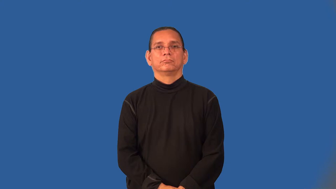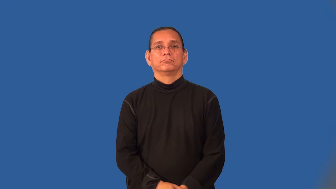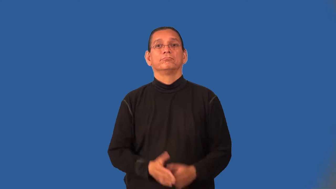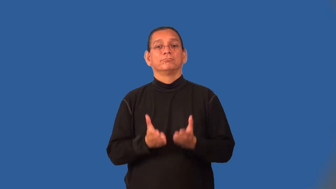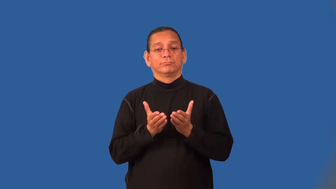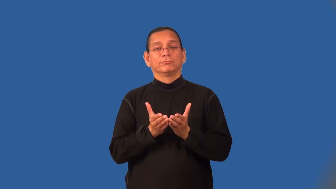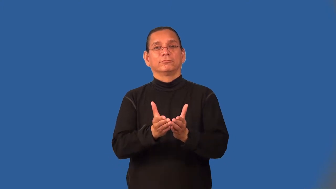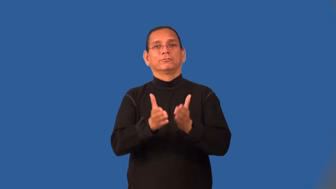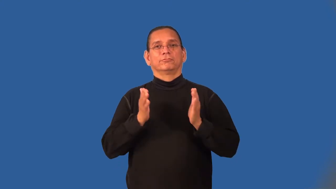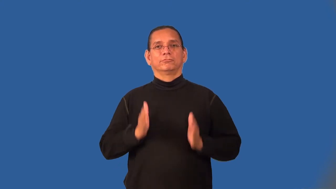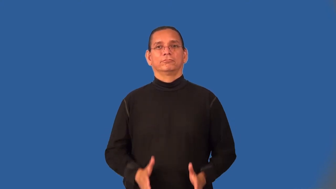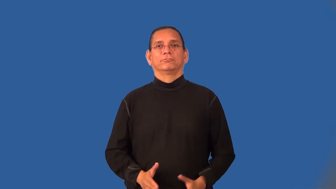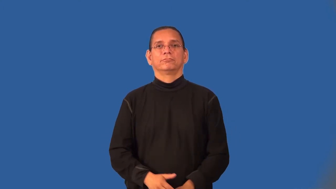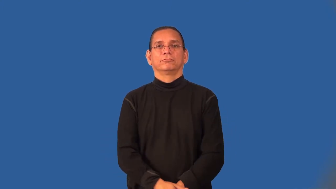mariner